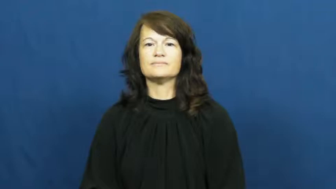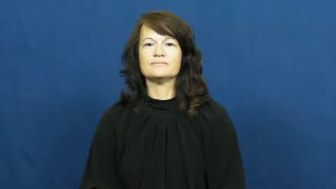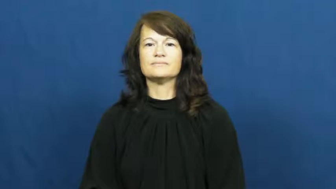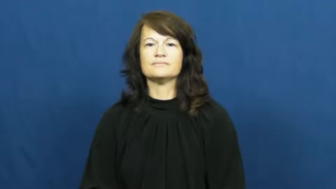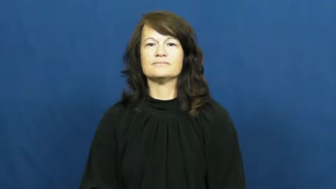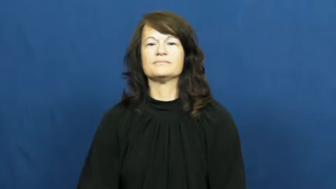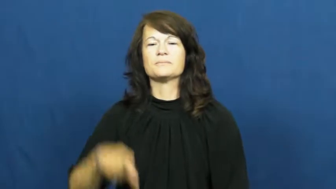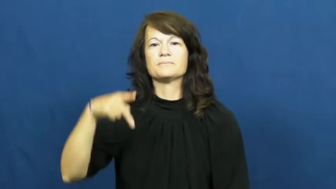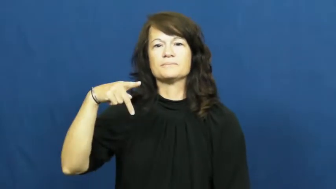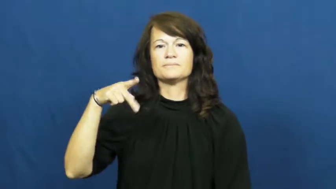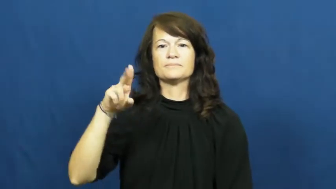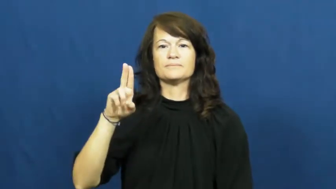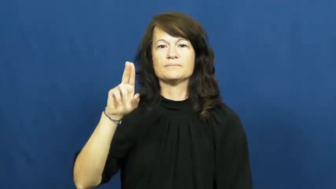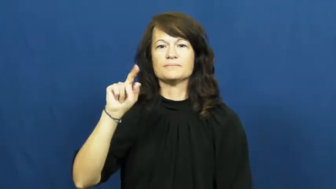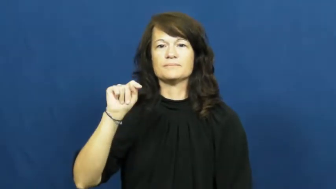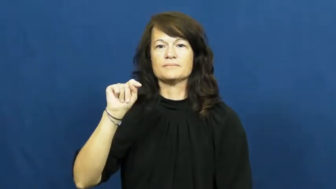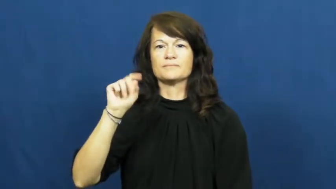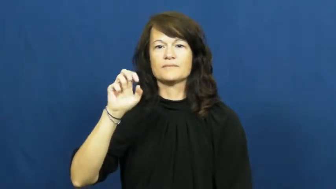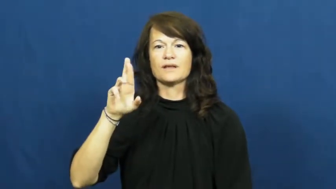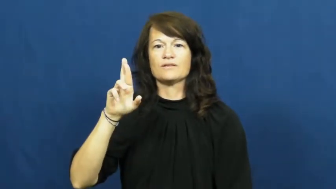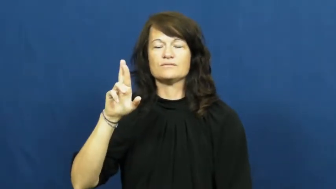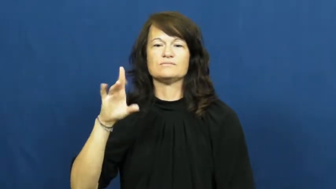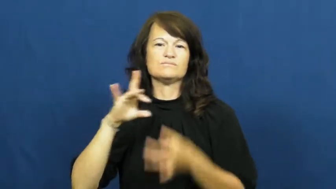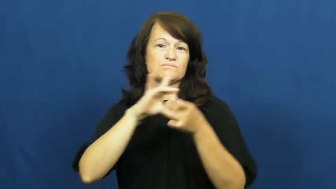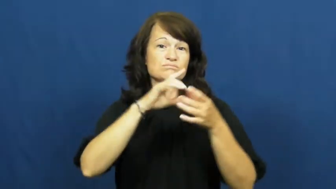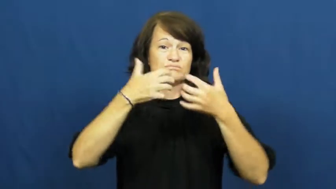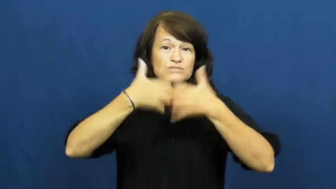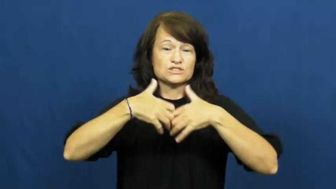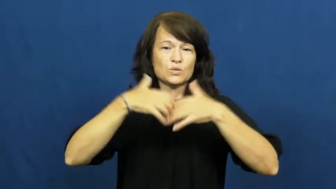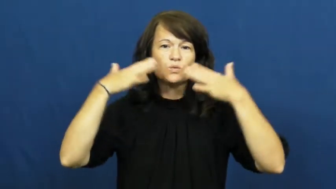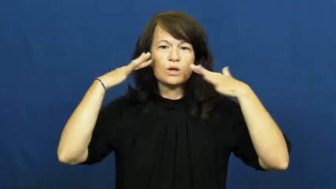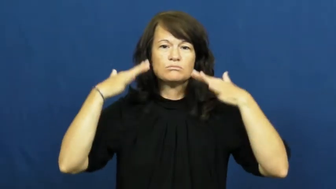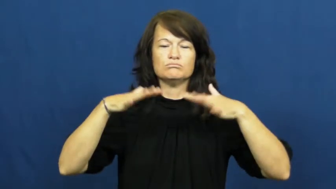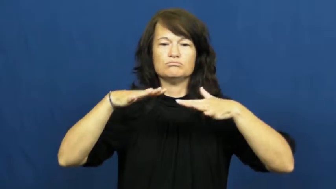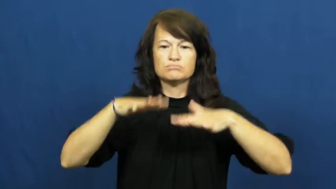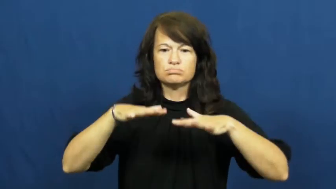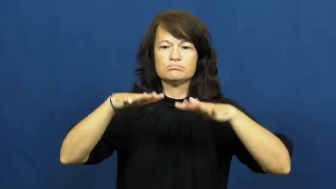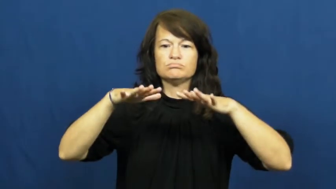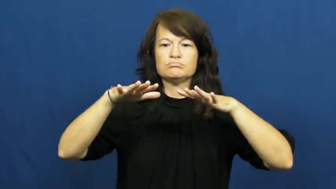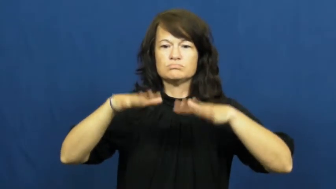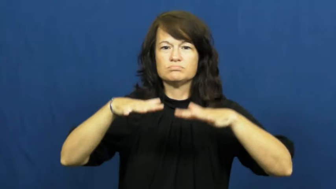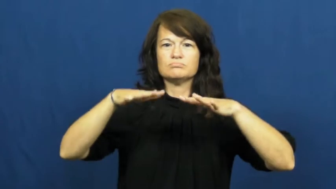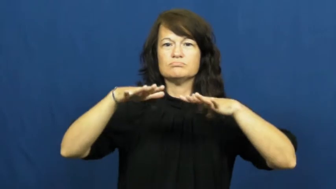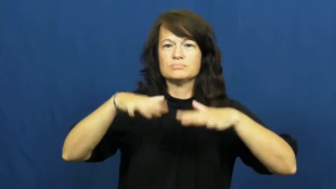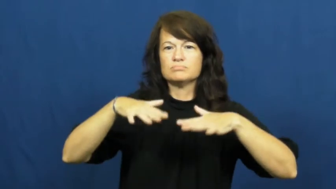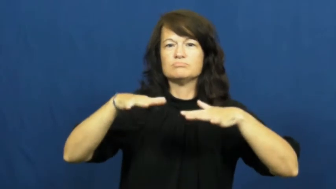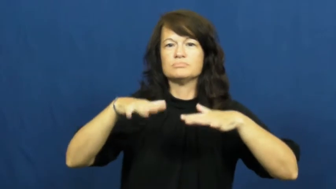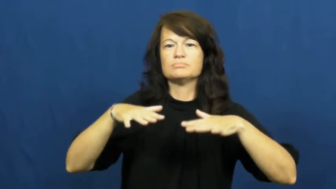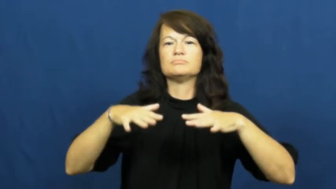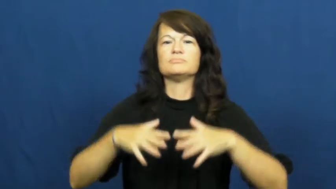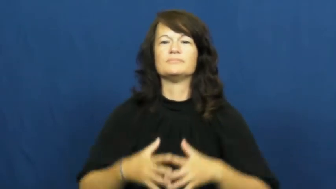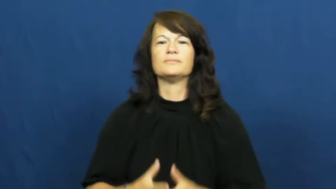putter-noise